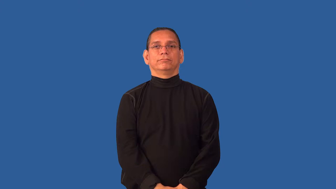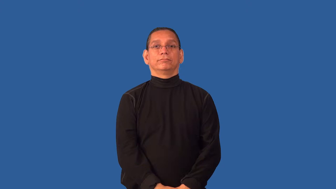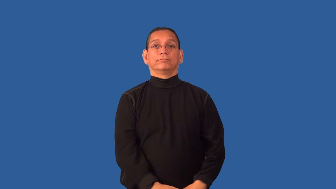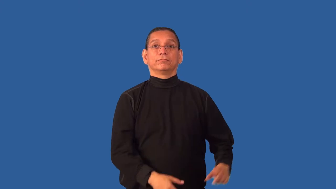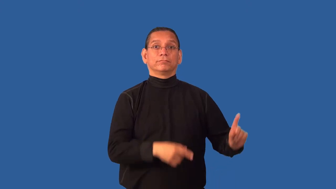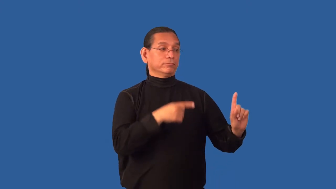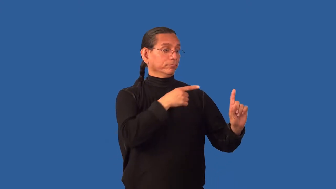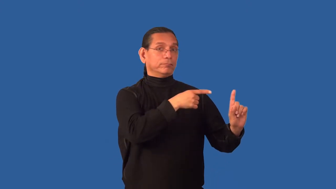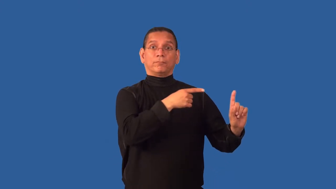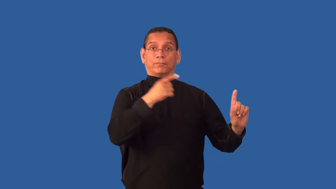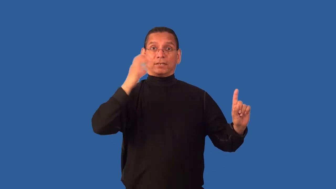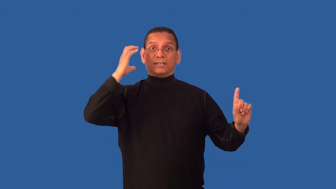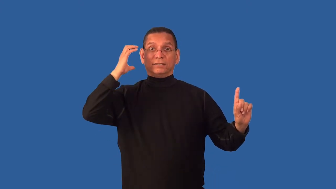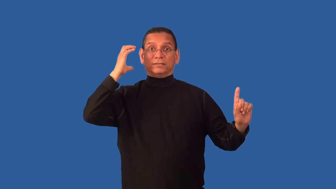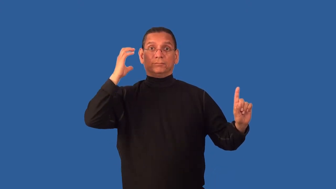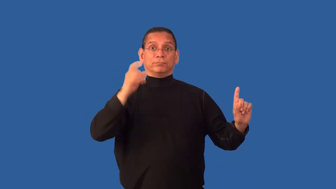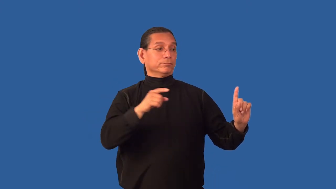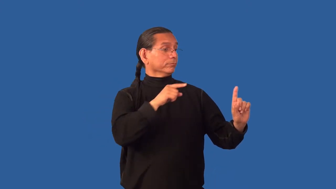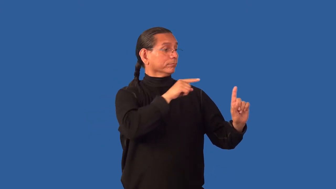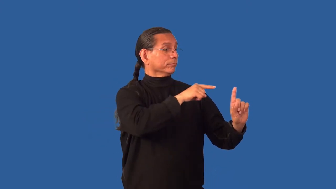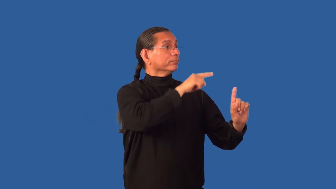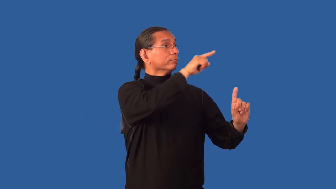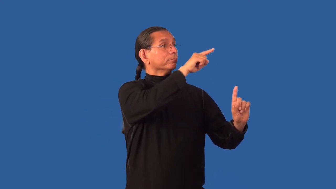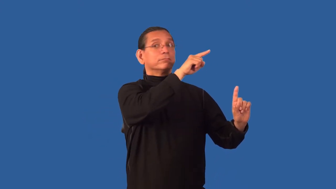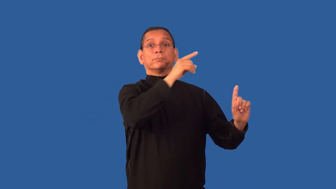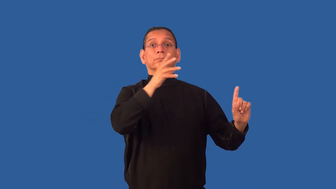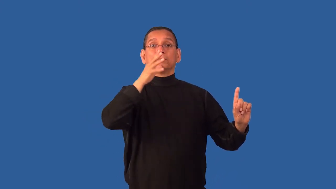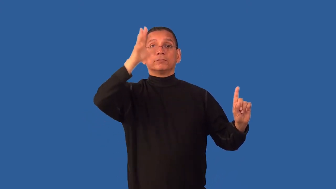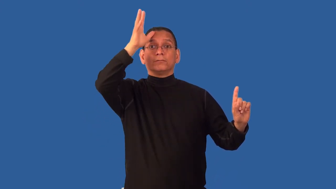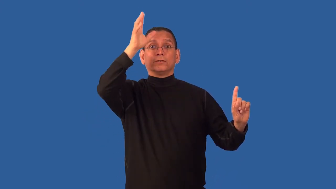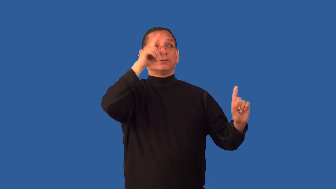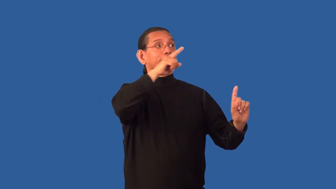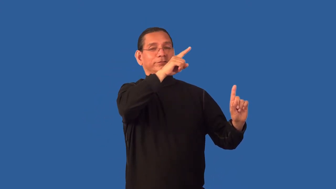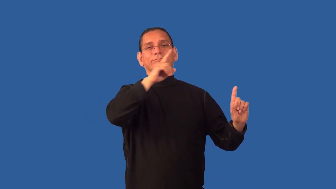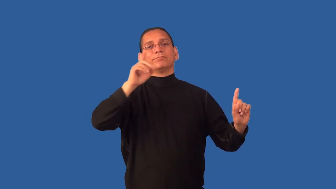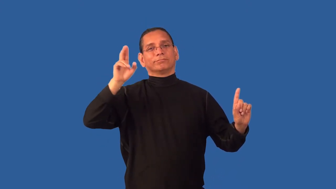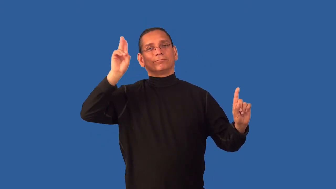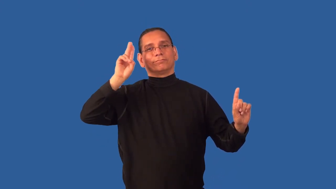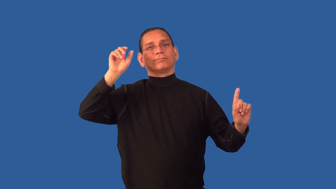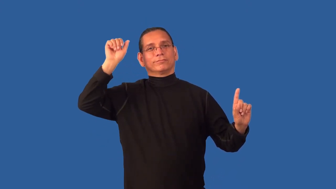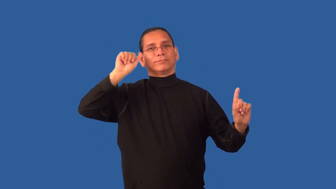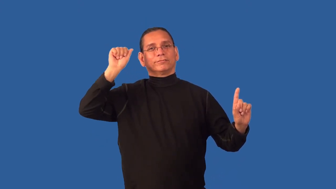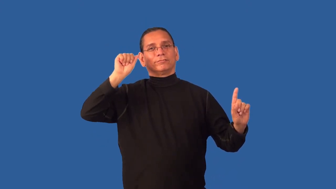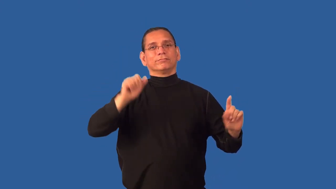cousin